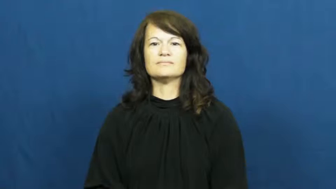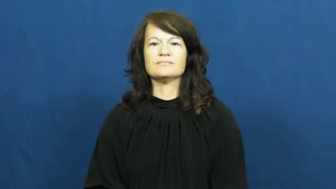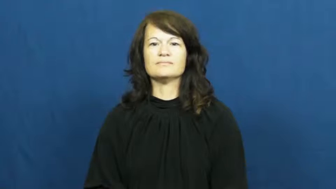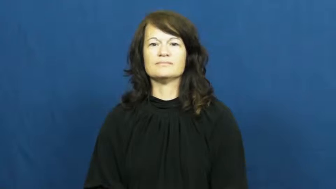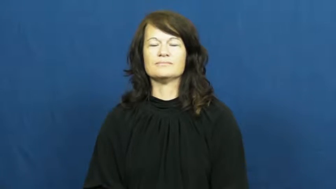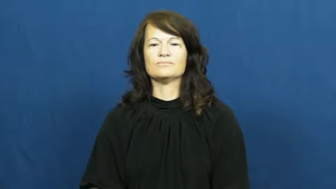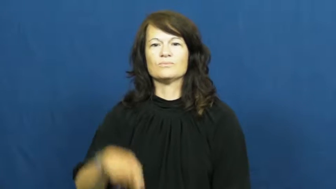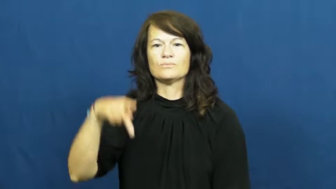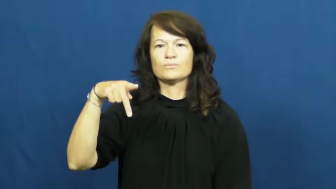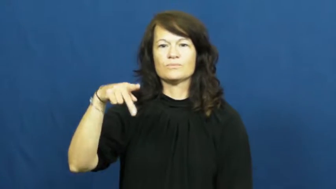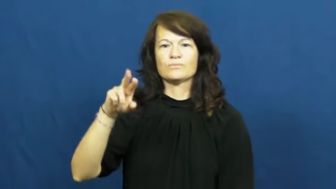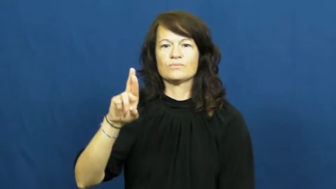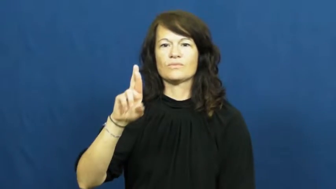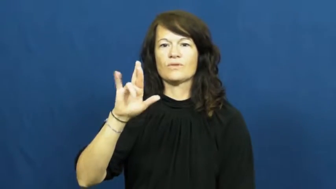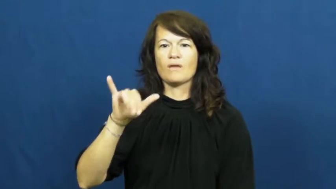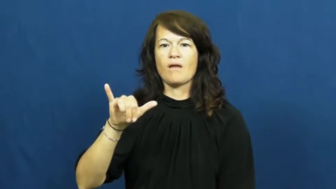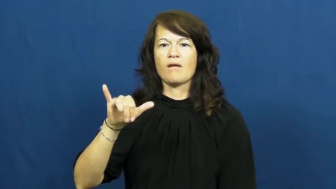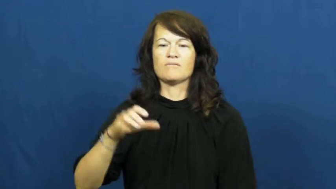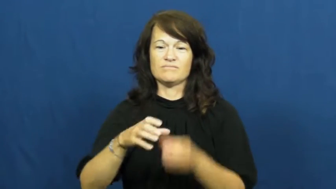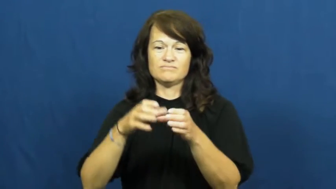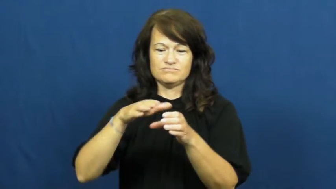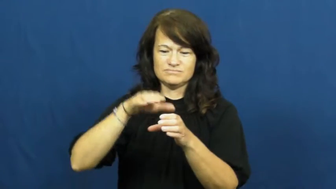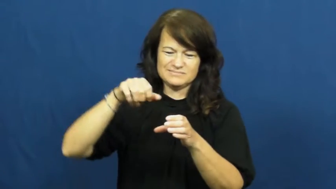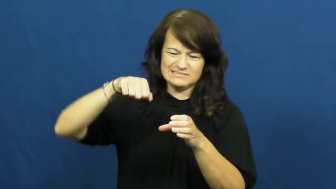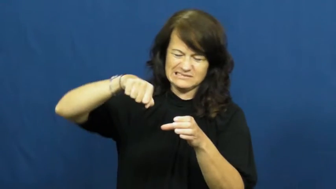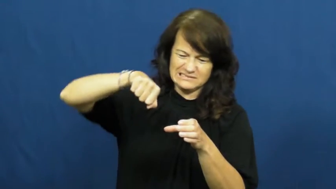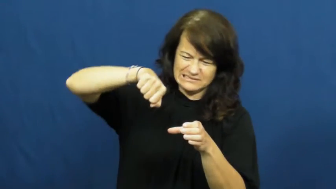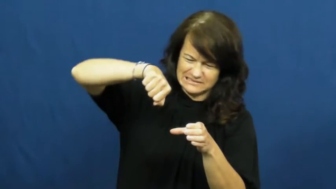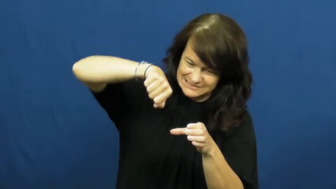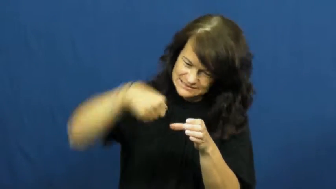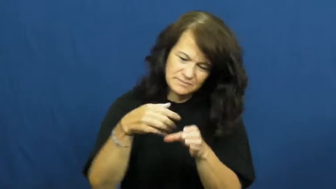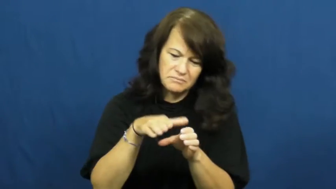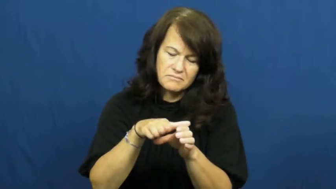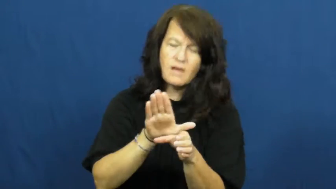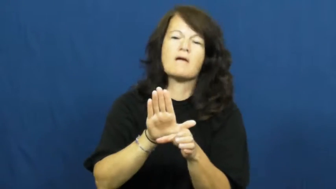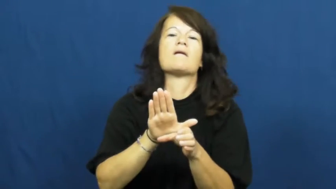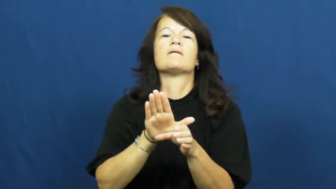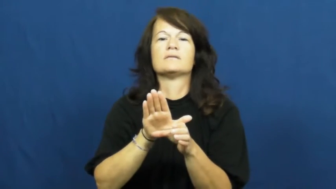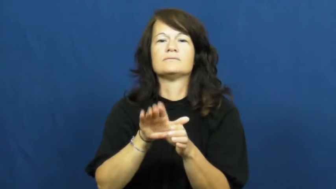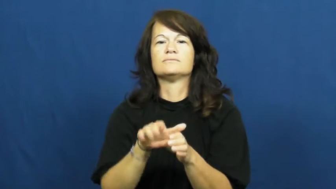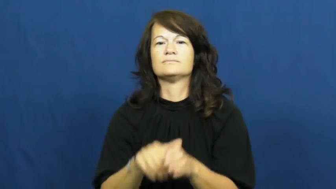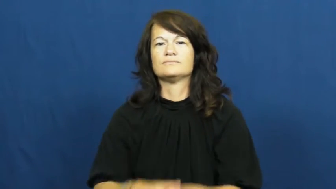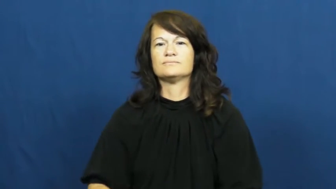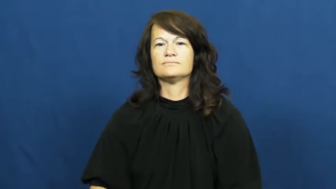pry,pry up-open